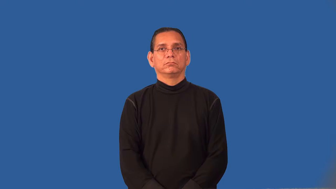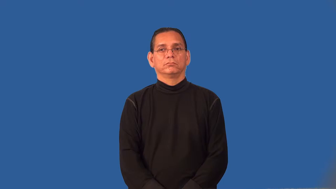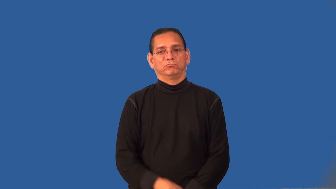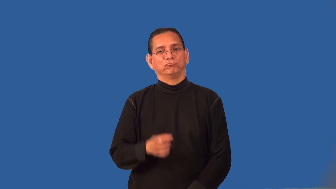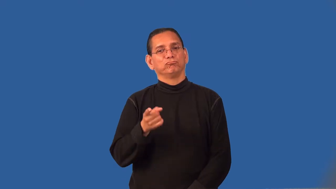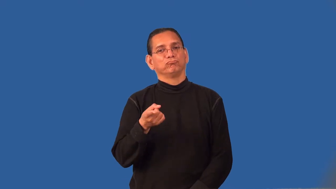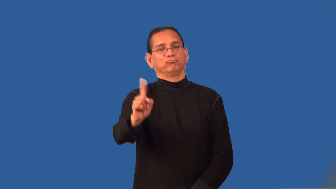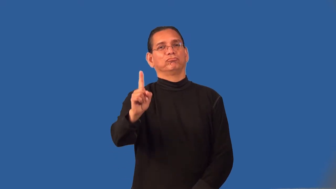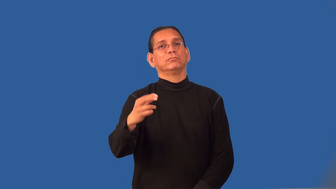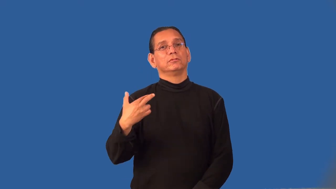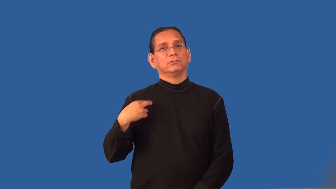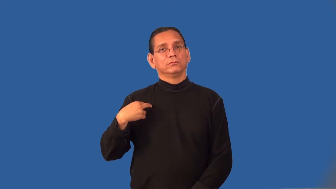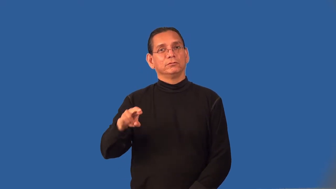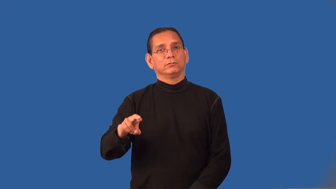profane